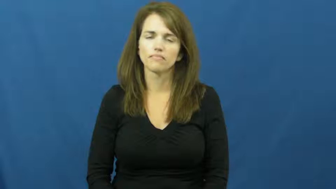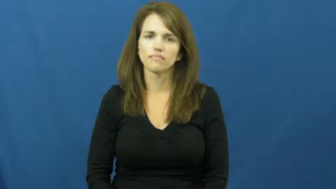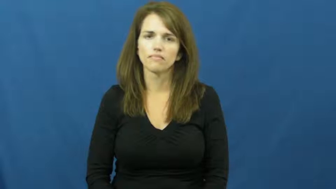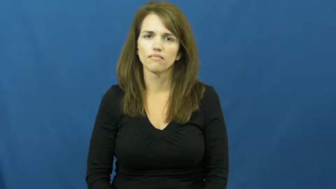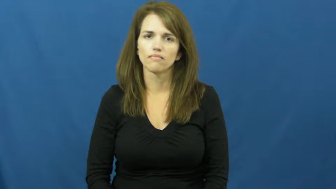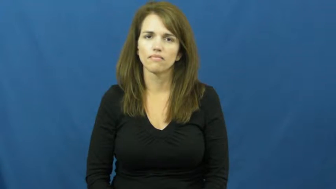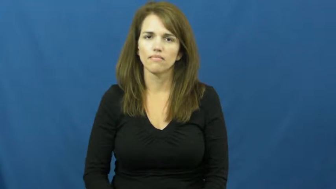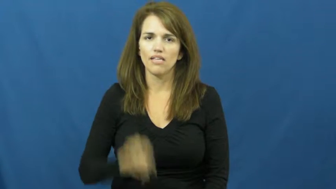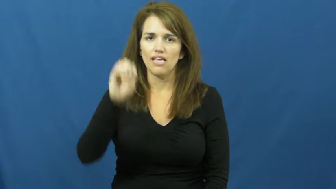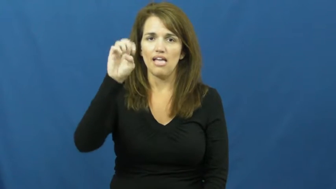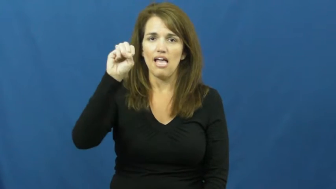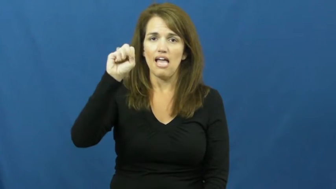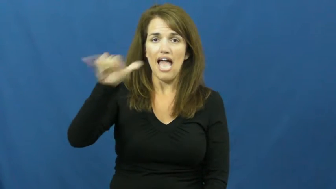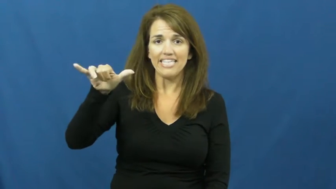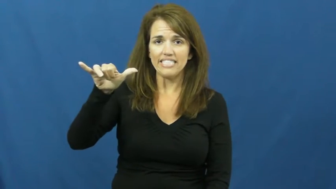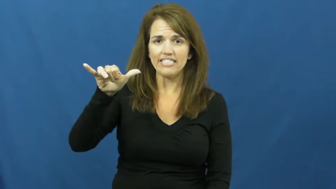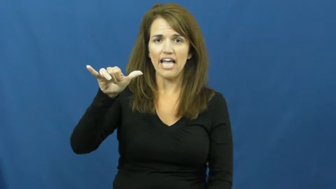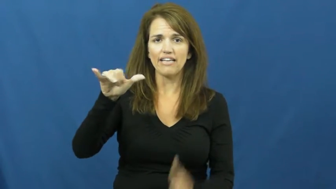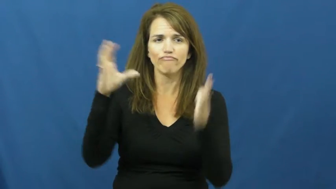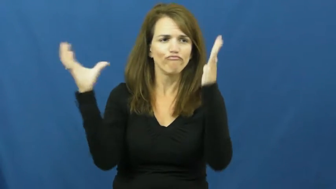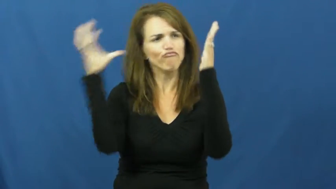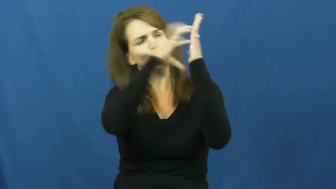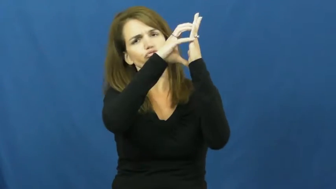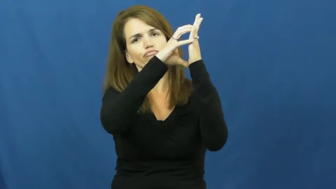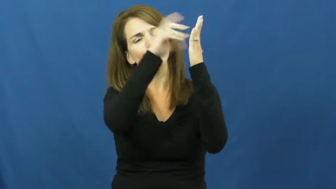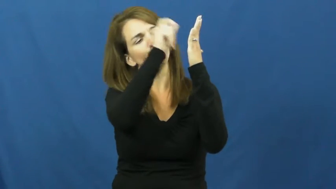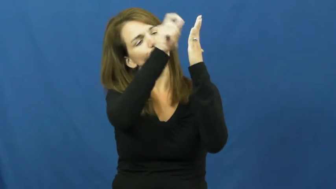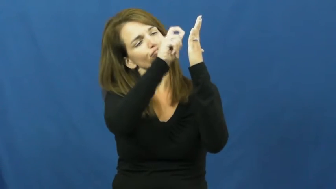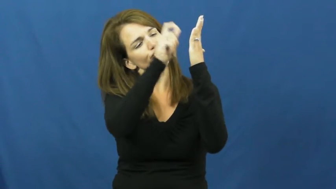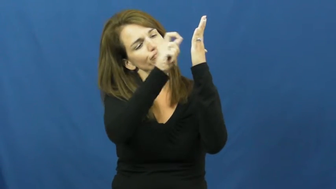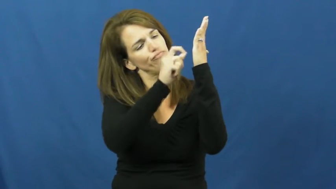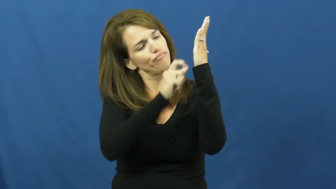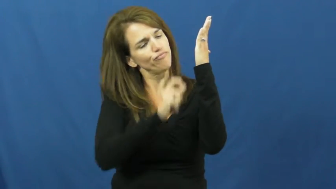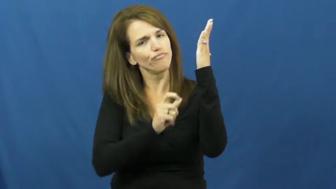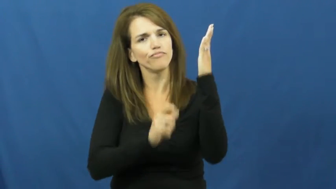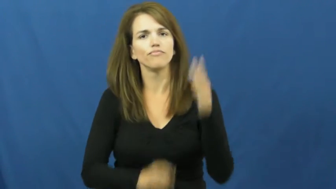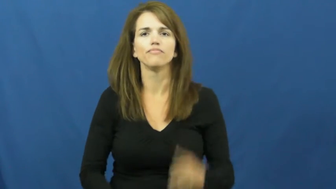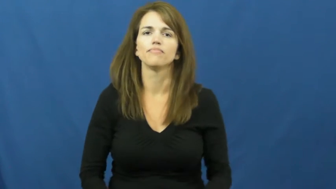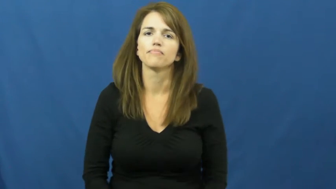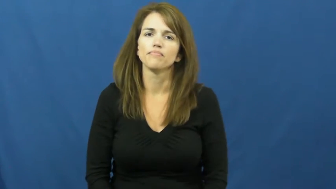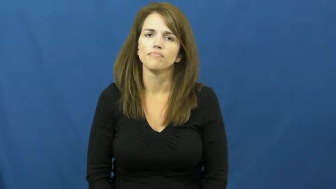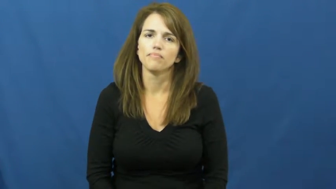essay